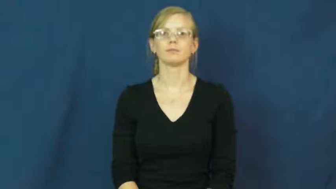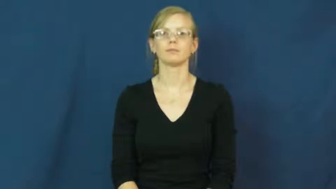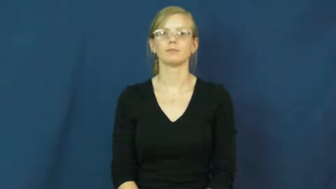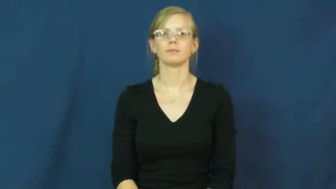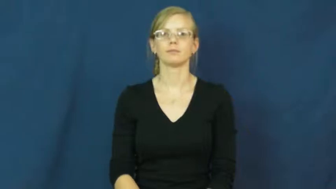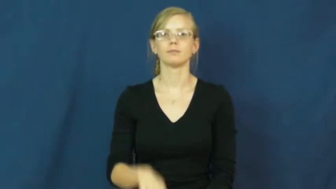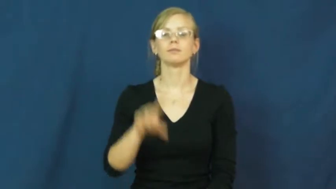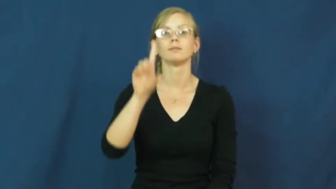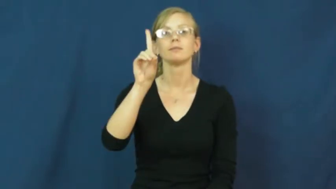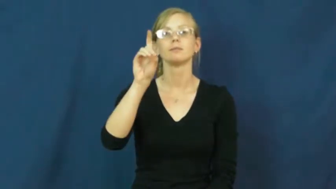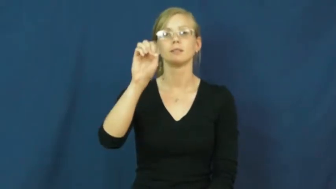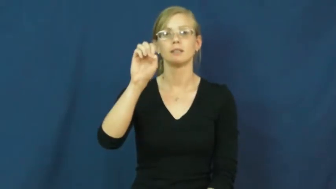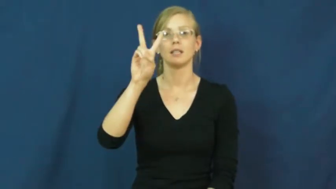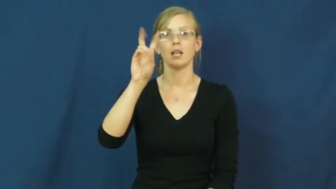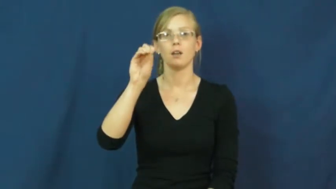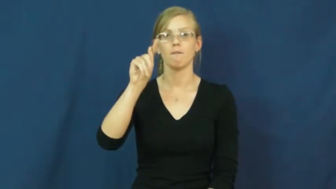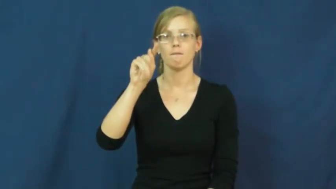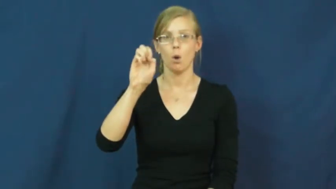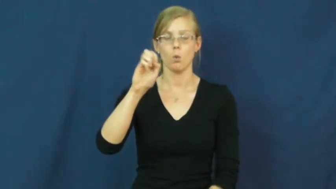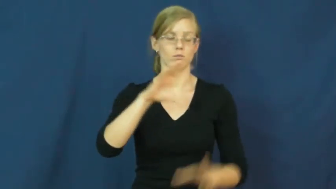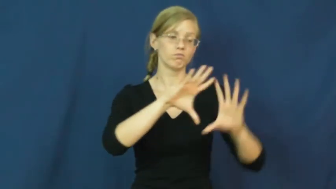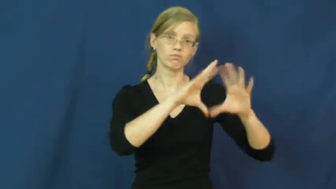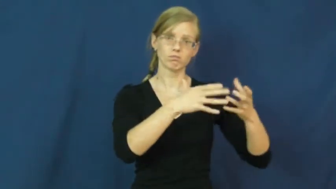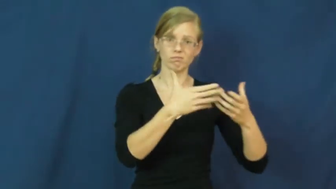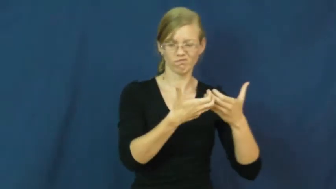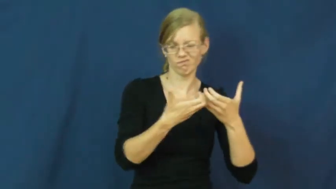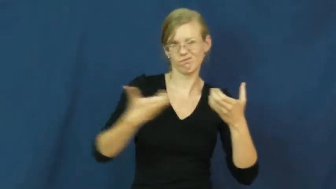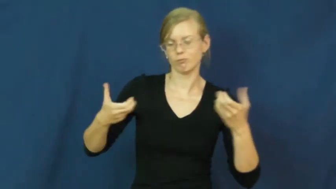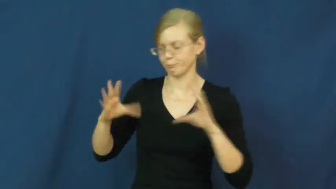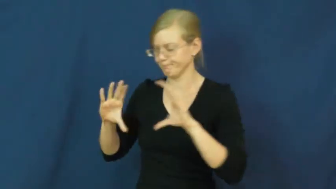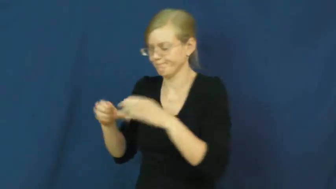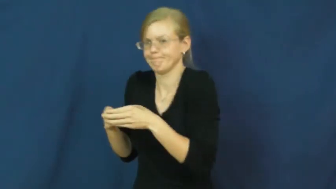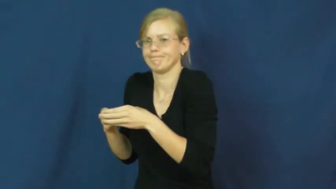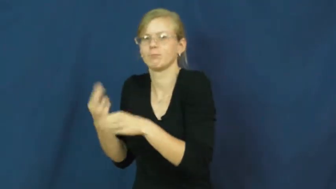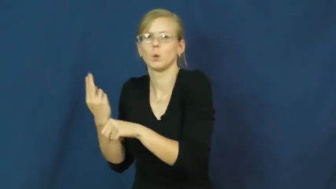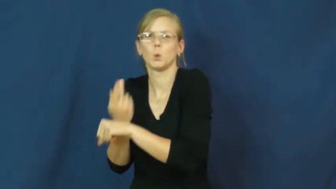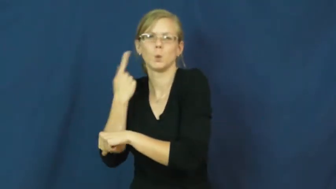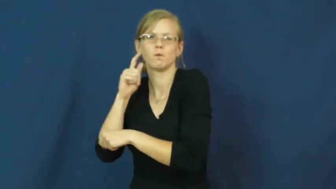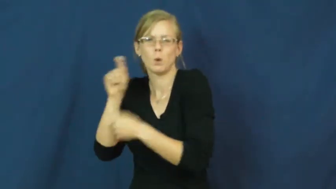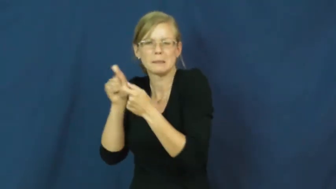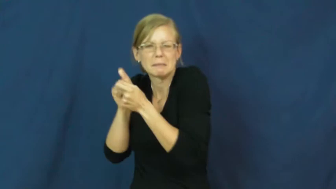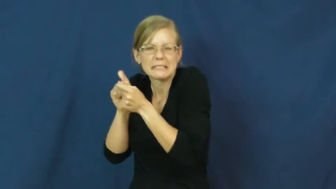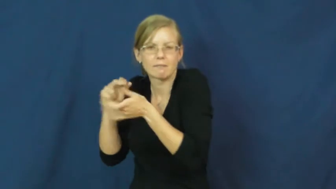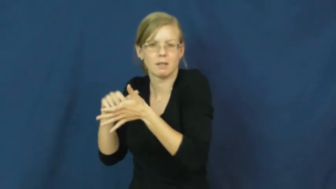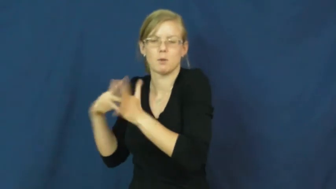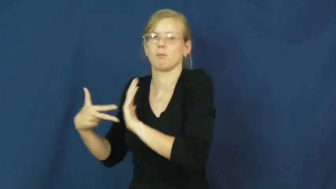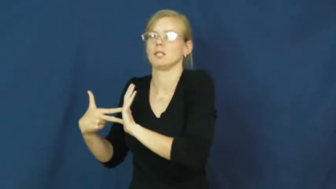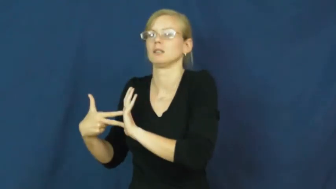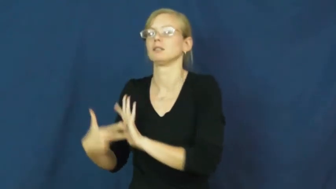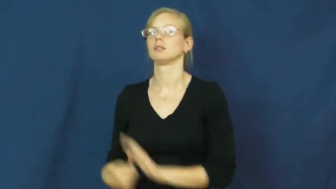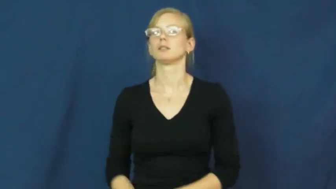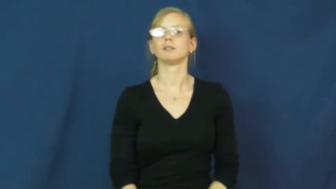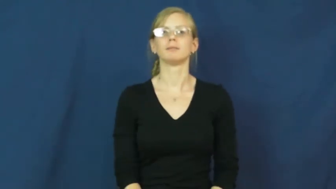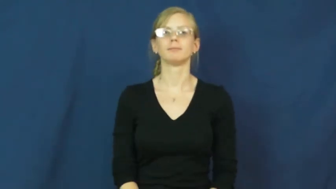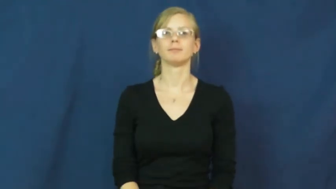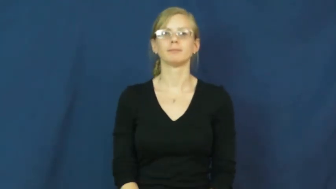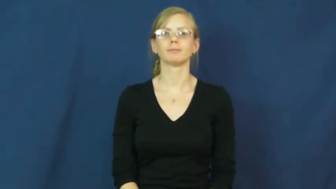devote-limit use